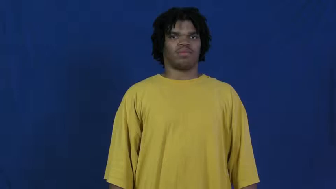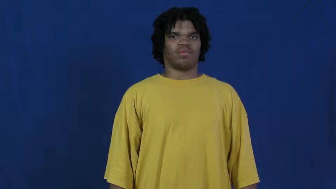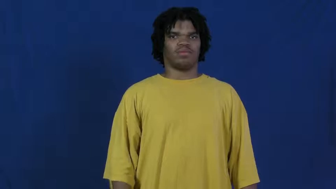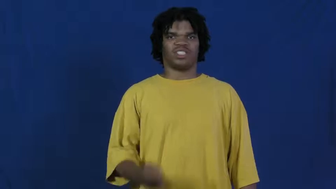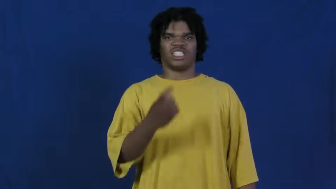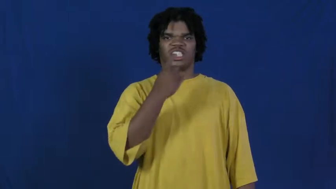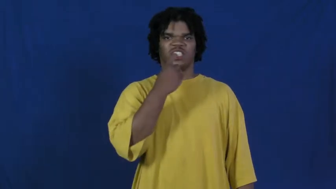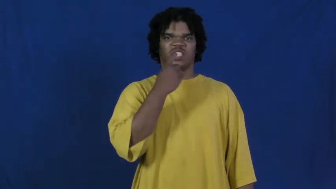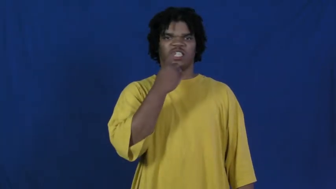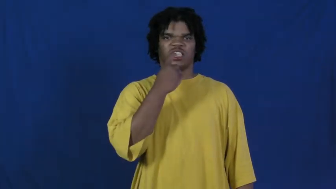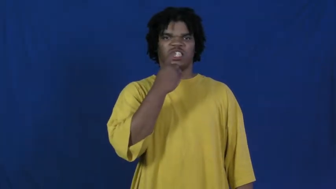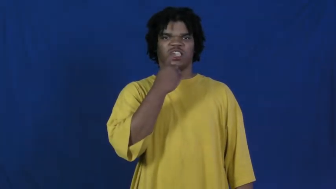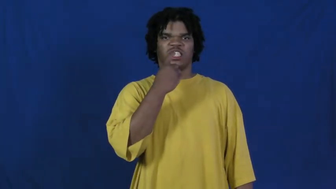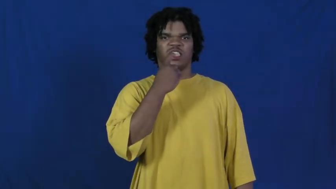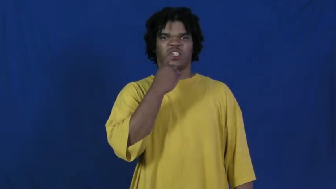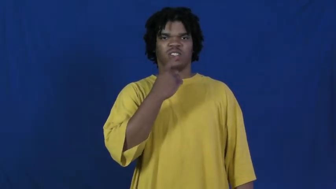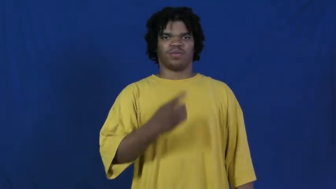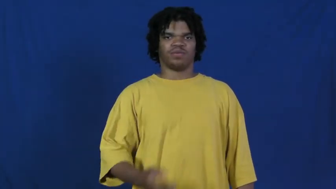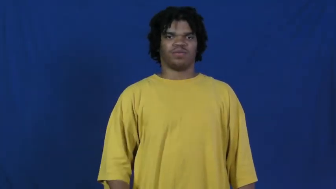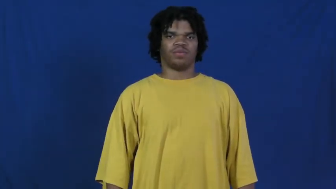finnish